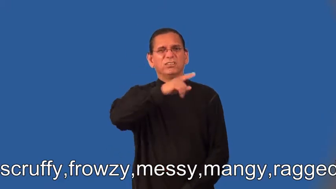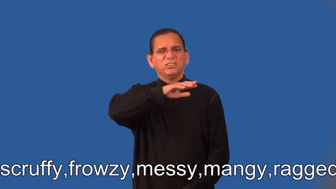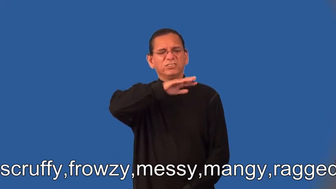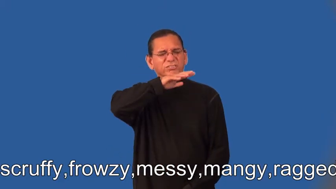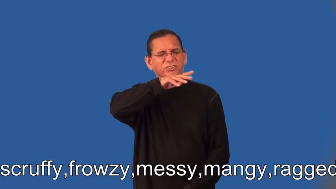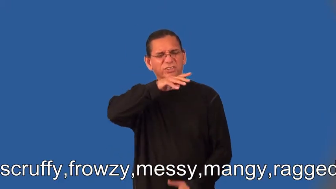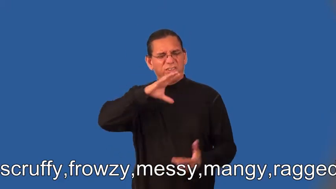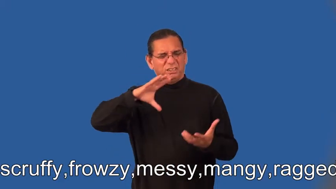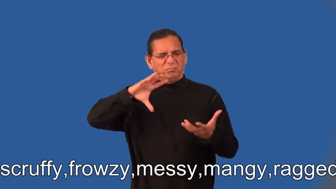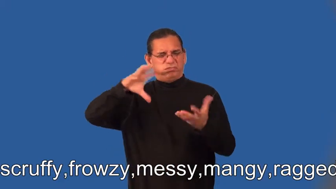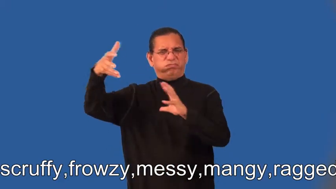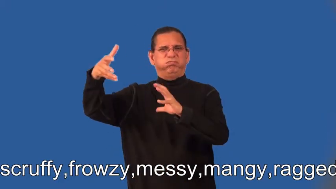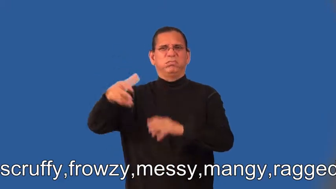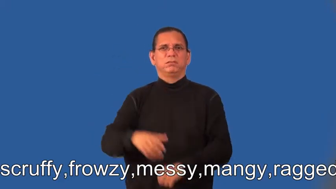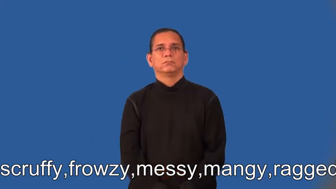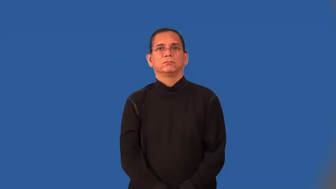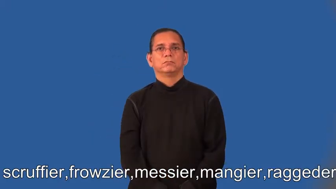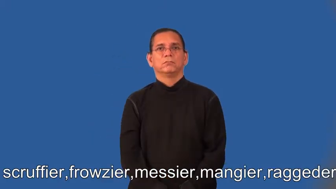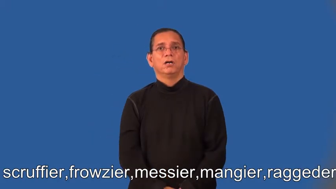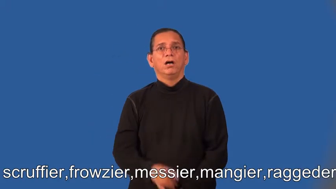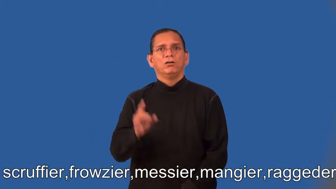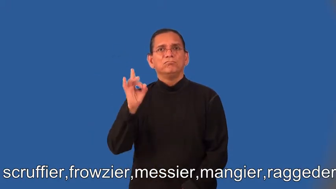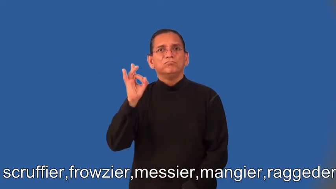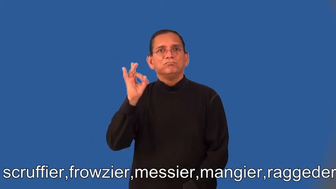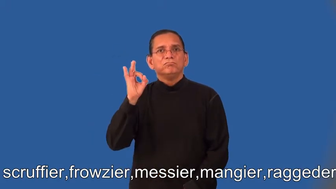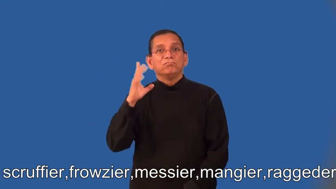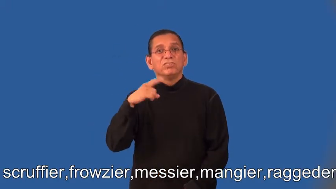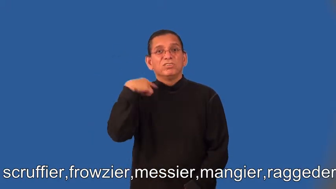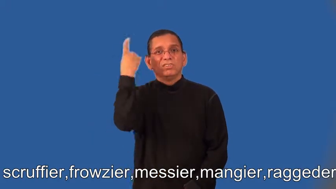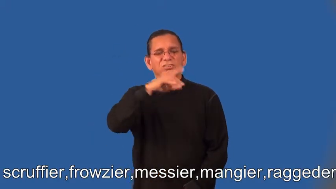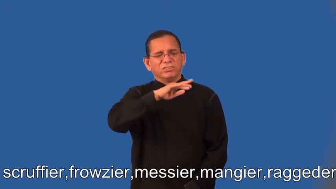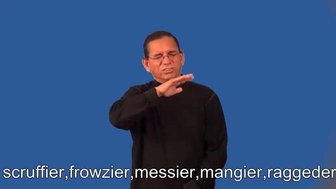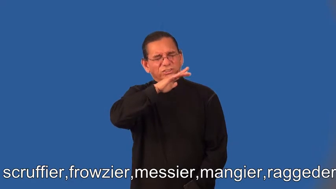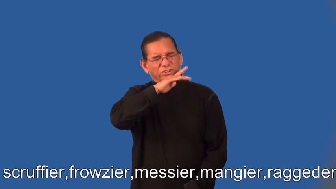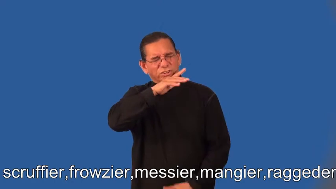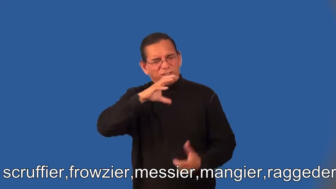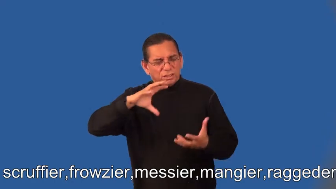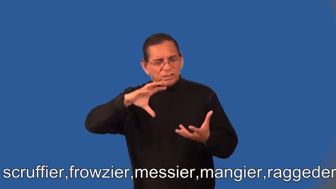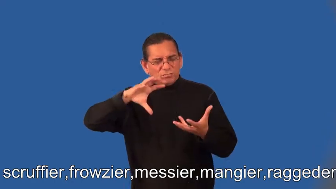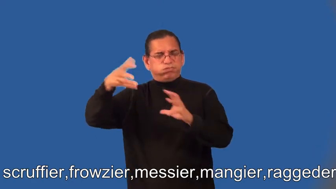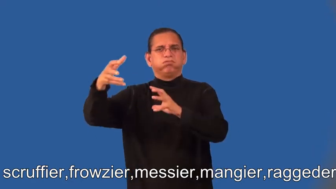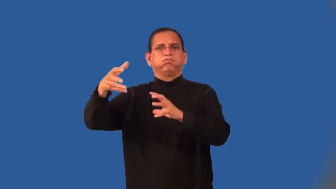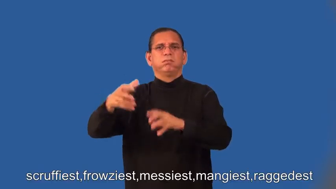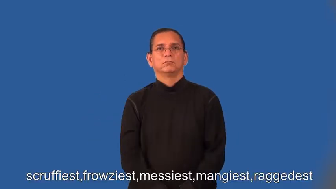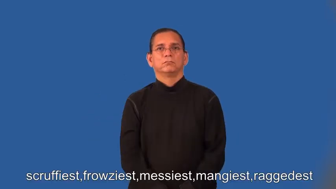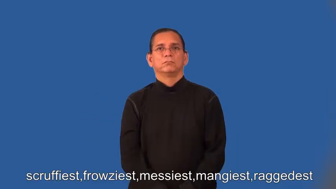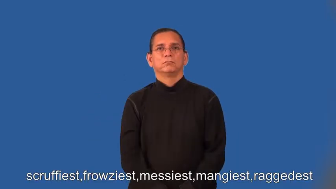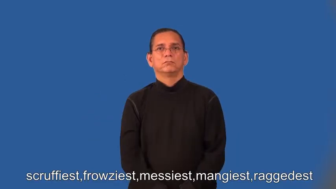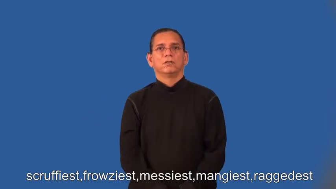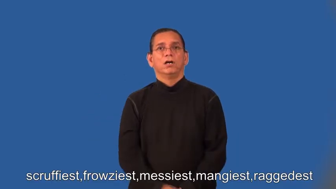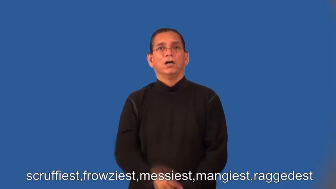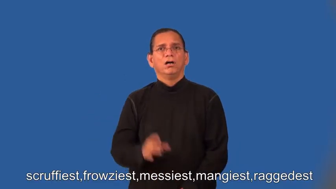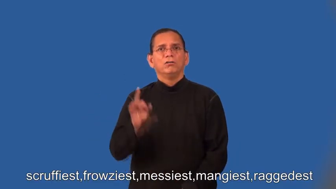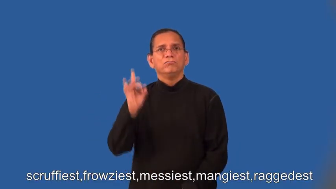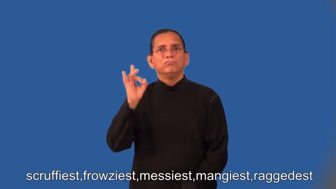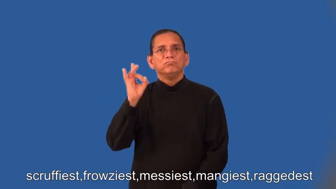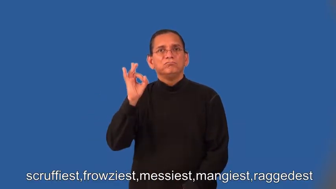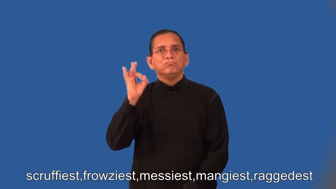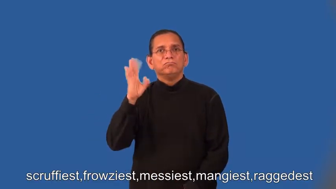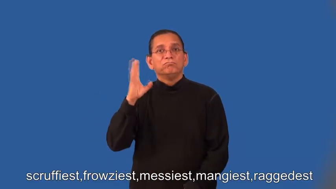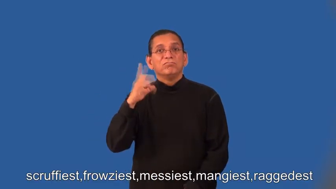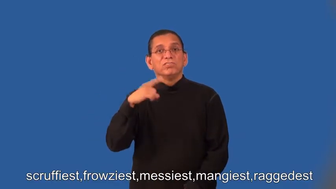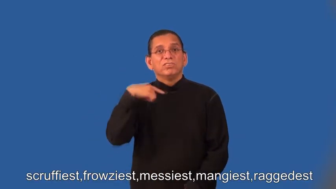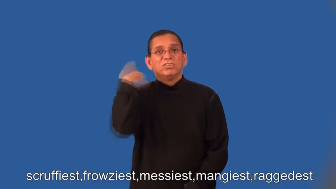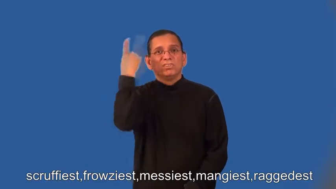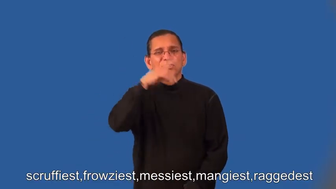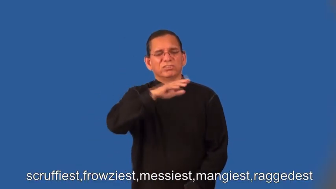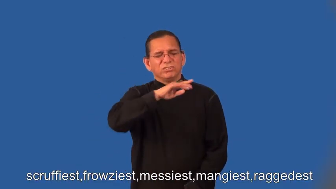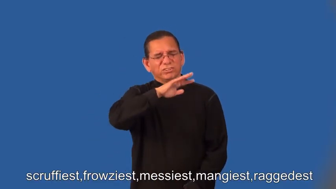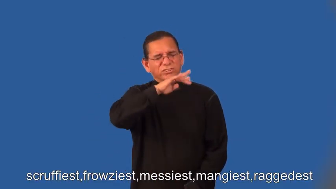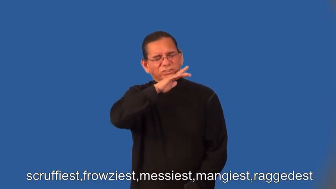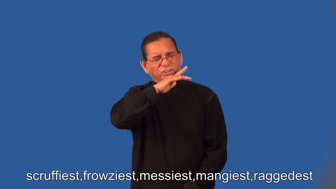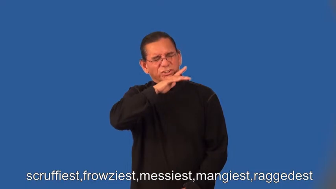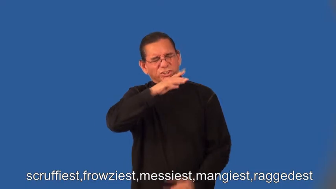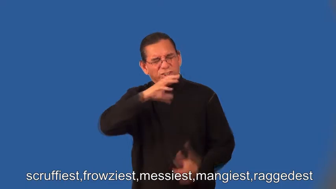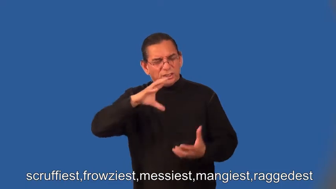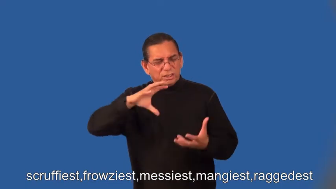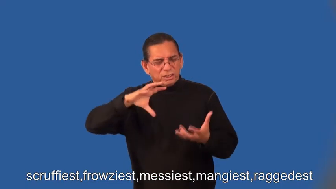scruffier,frowzier,messier,mangier,raggeder,scruffiest,frowziest,messiest,mangiest,raggedest